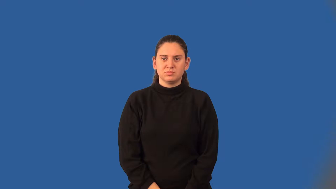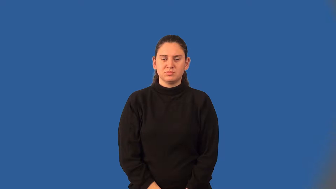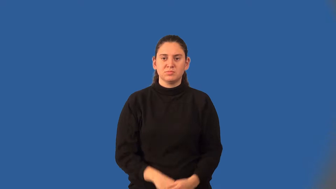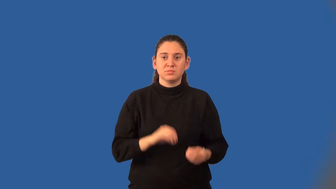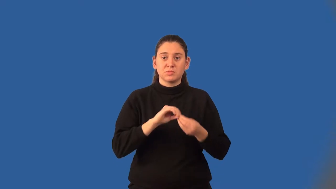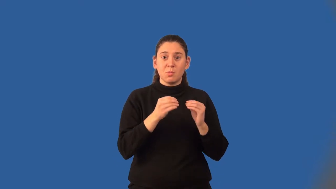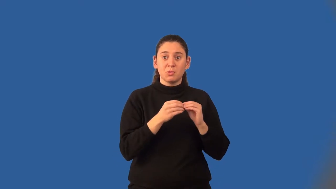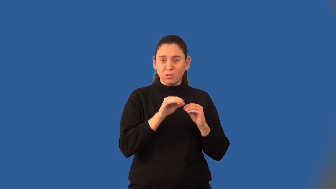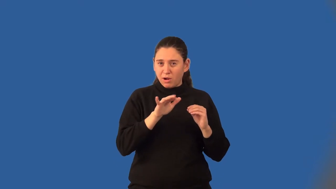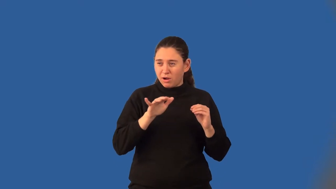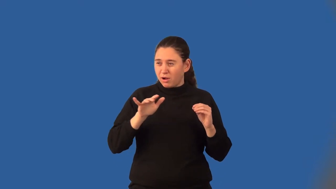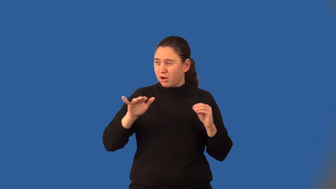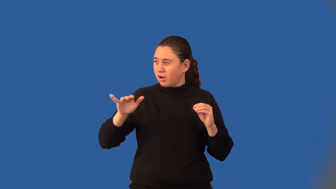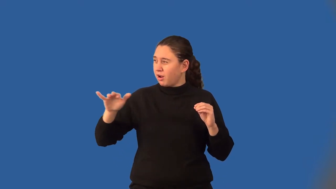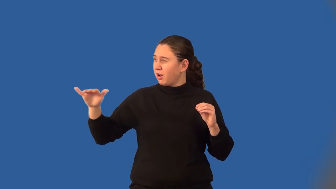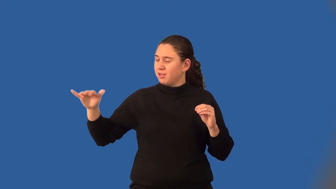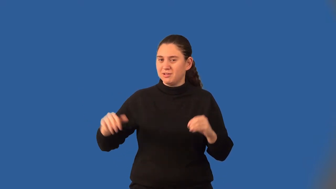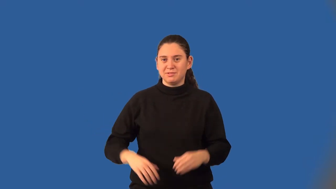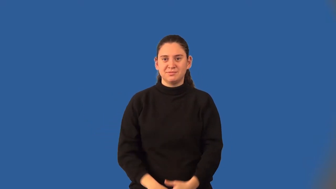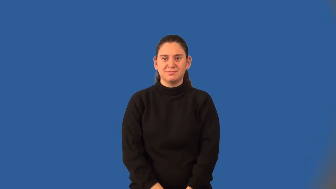irrational number